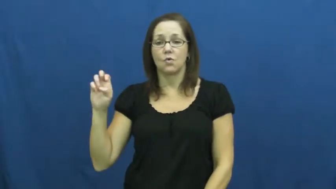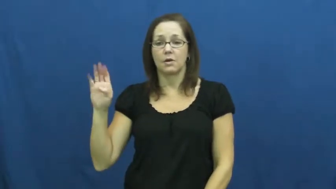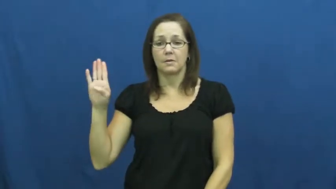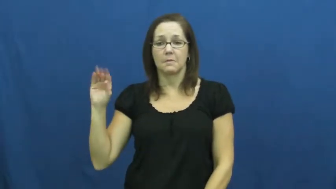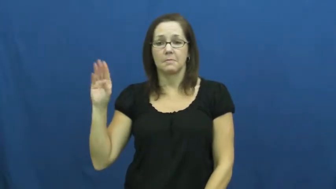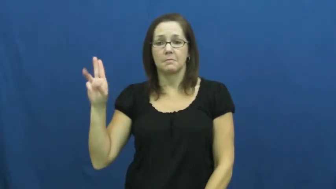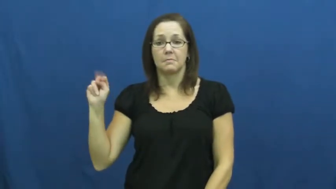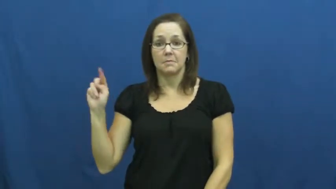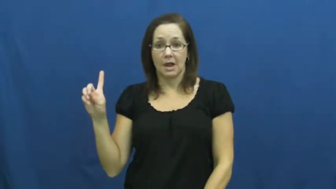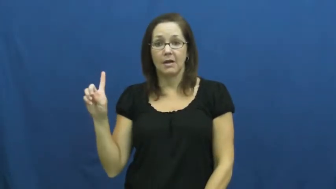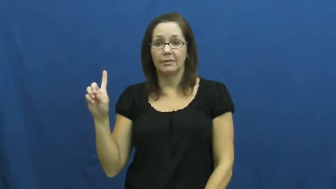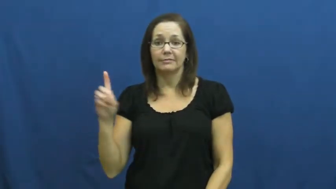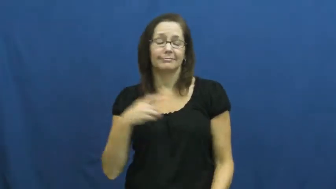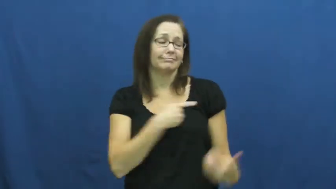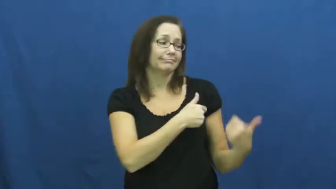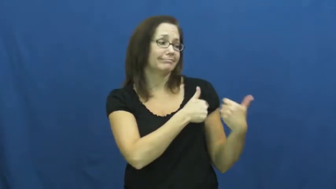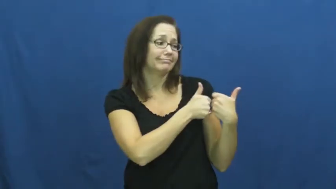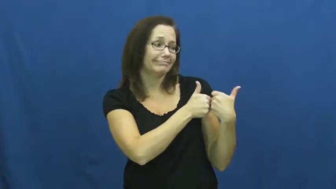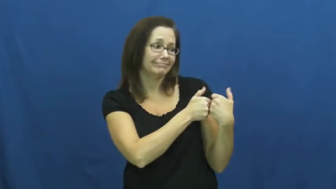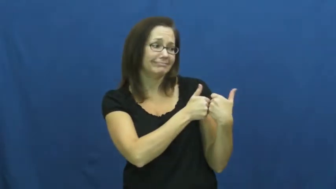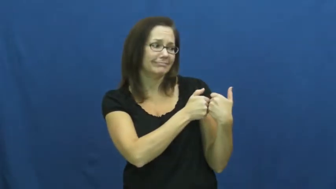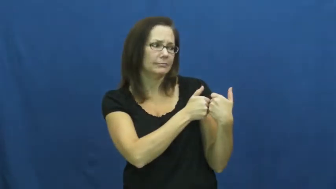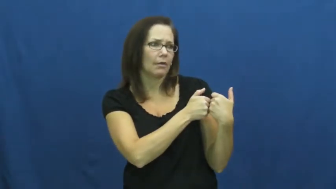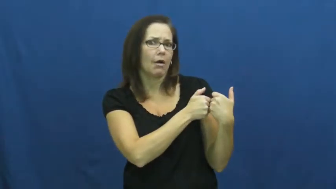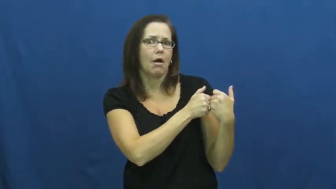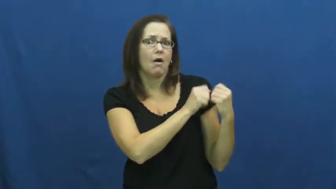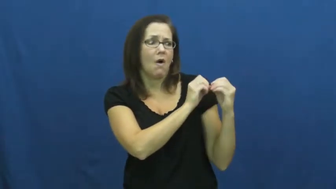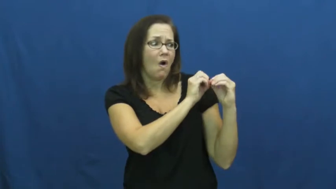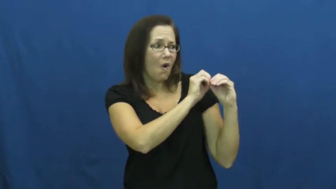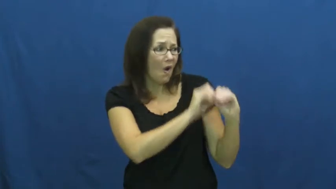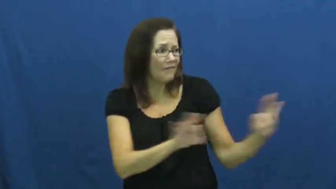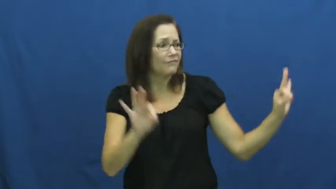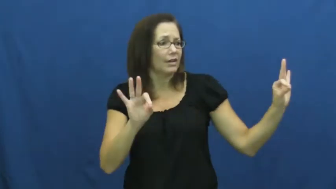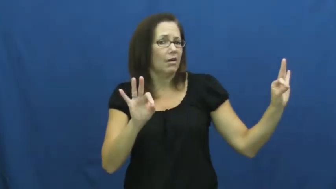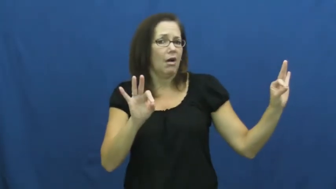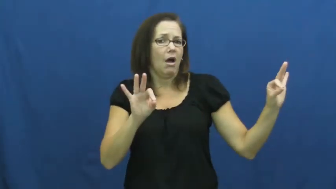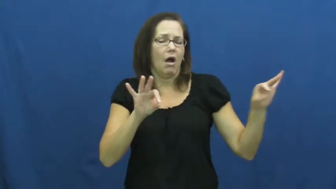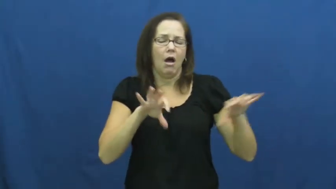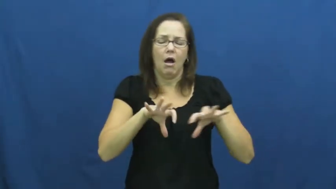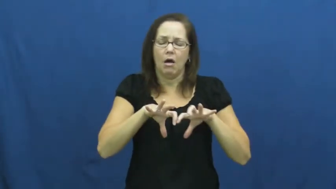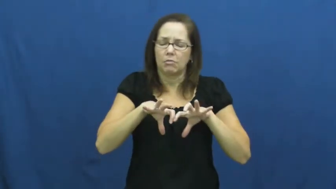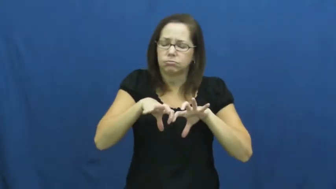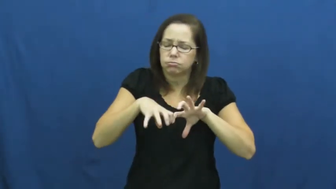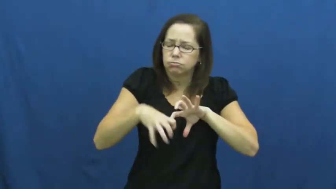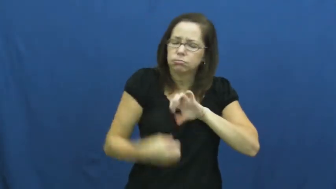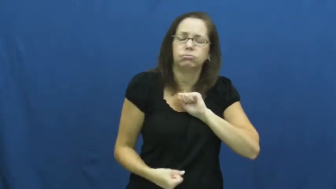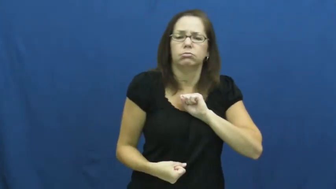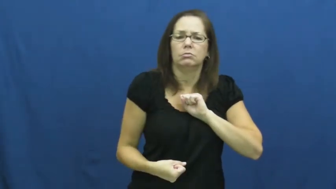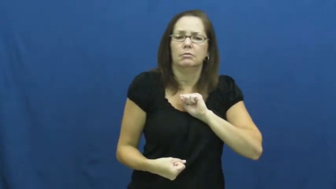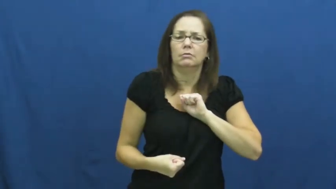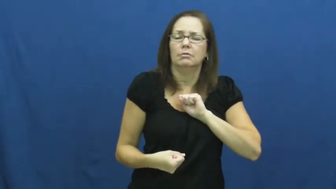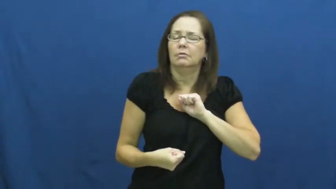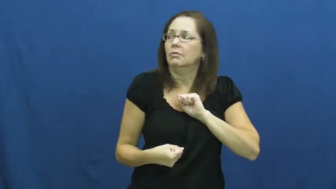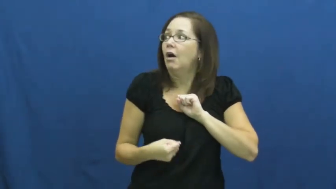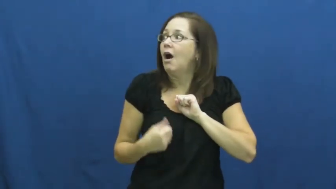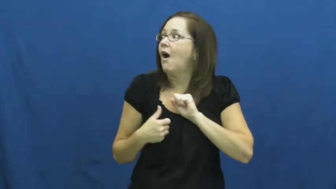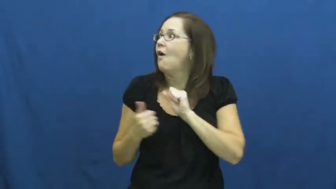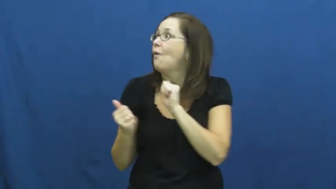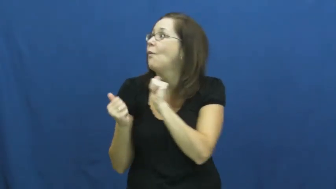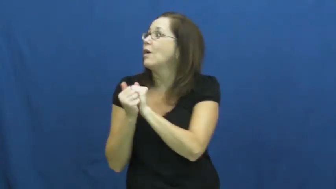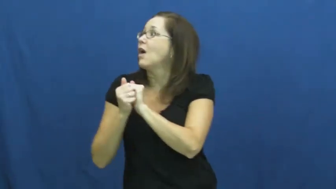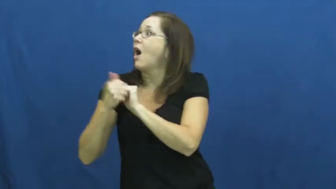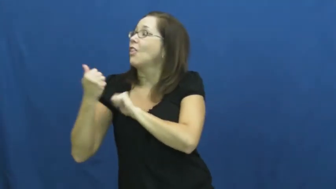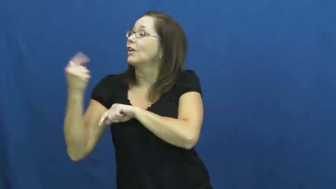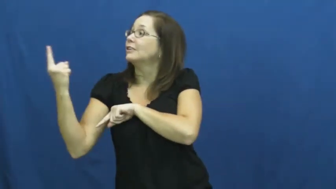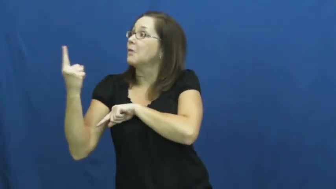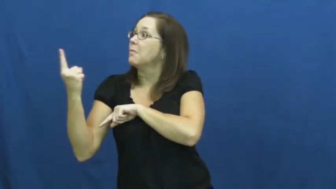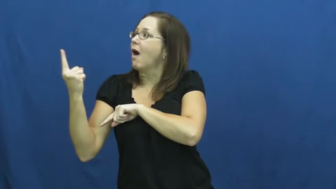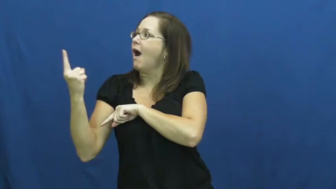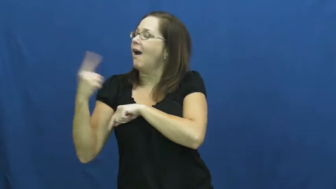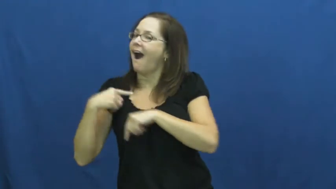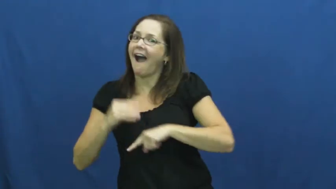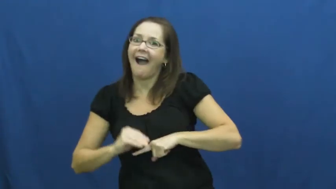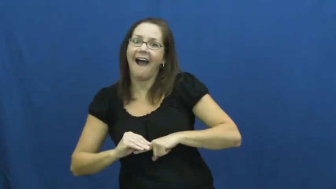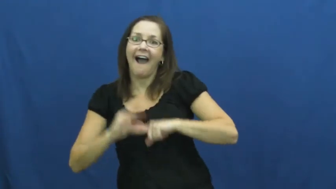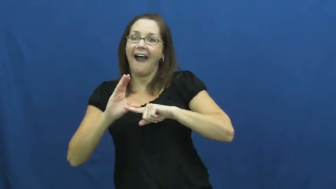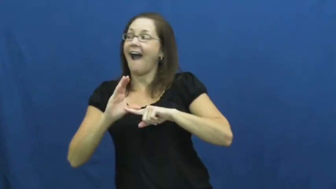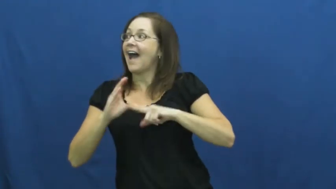rebound-romance